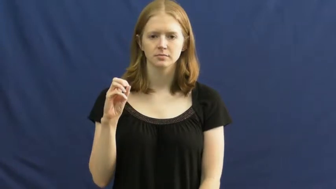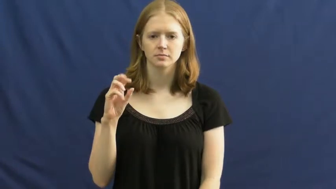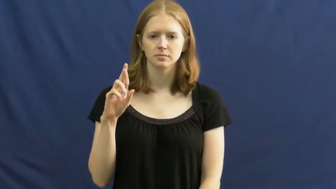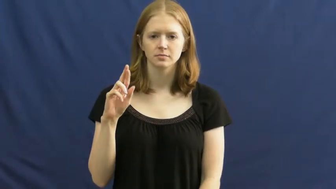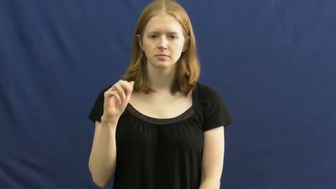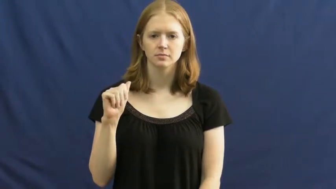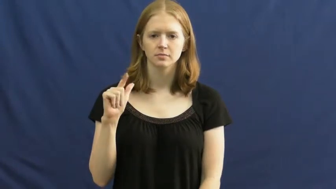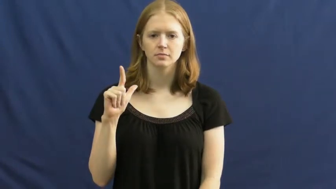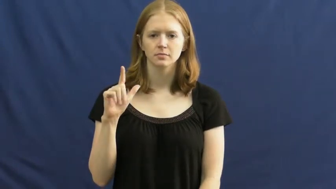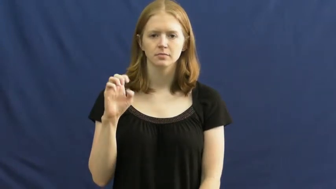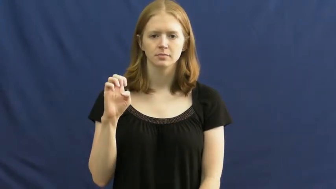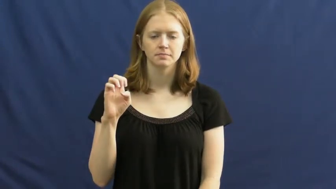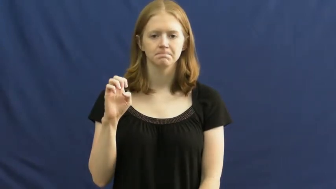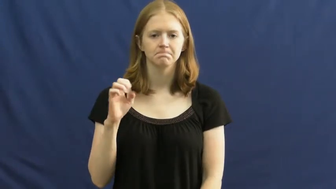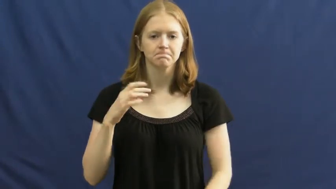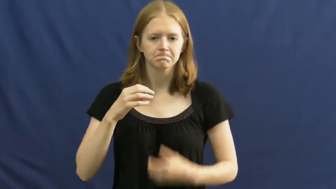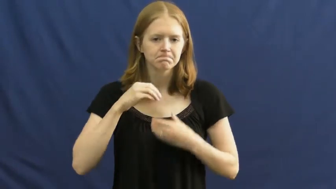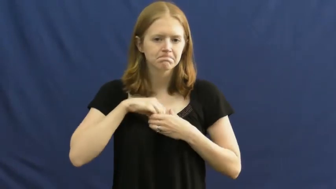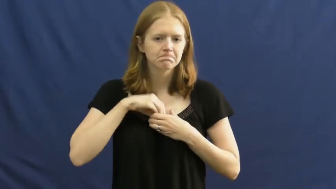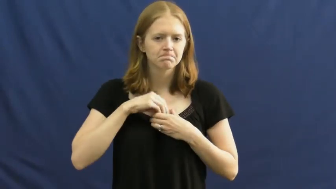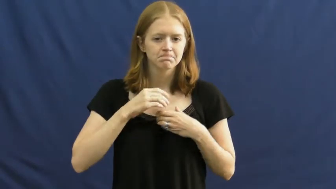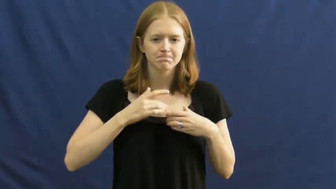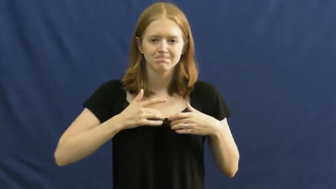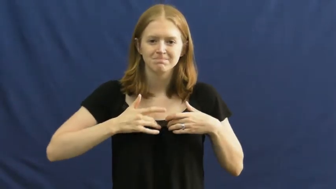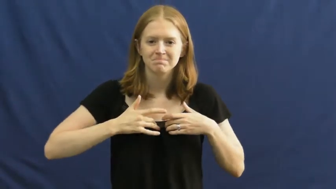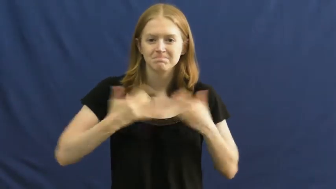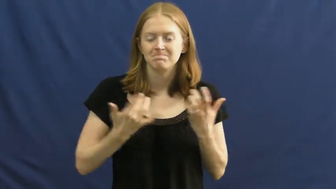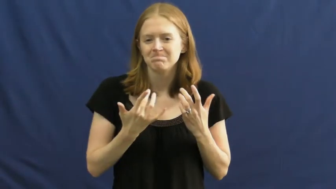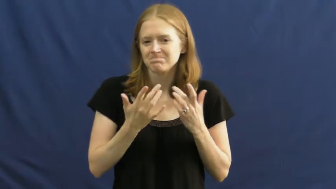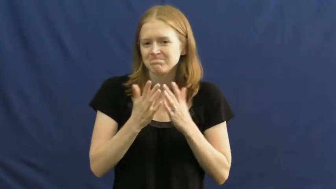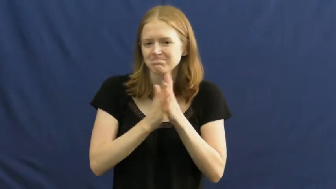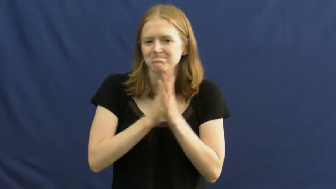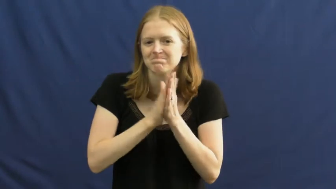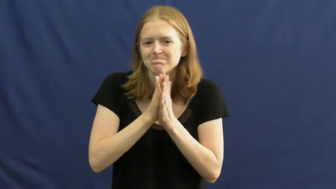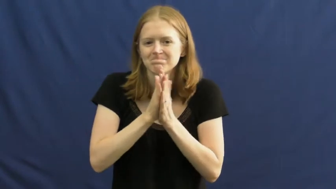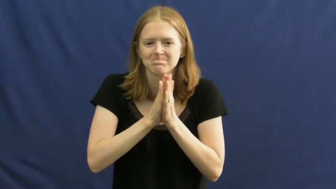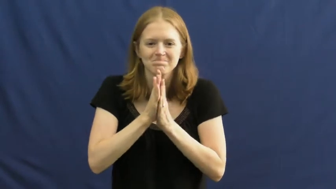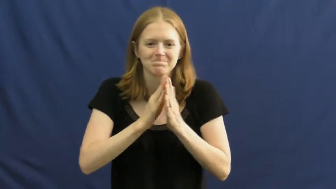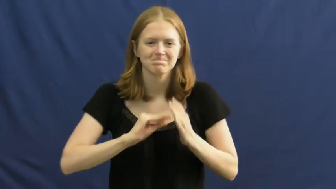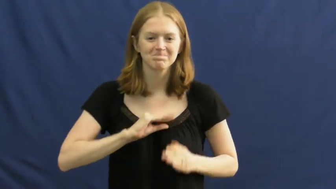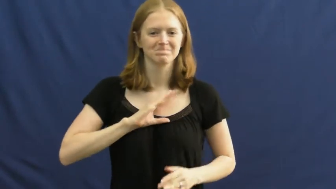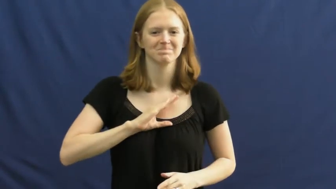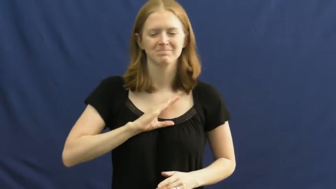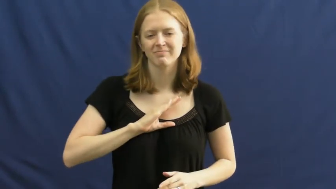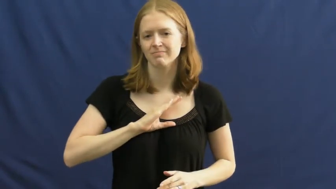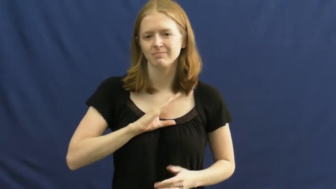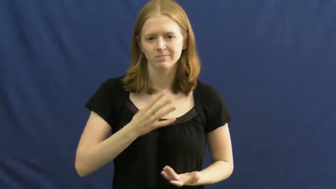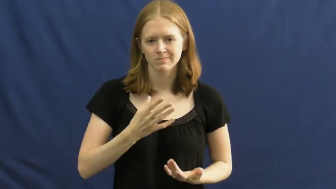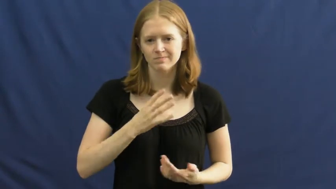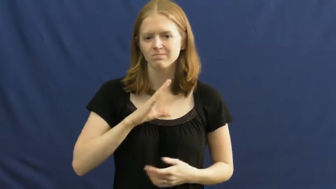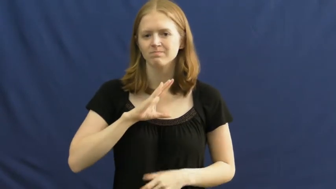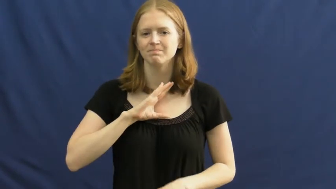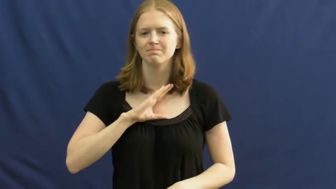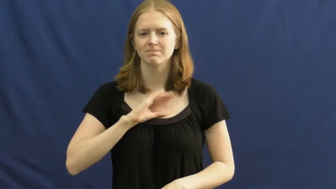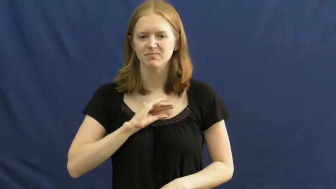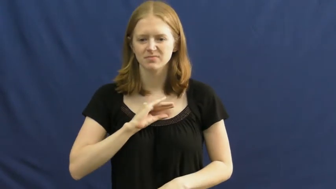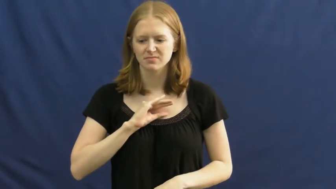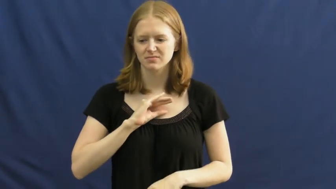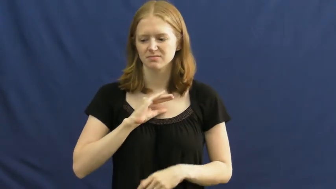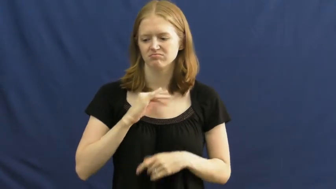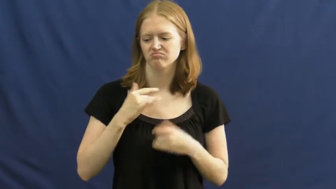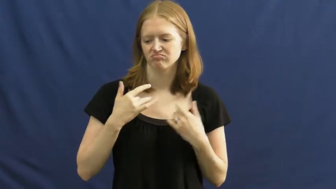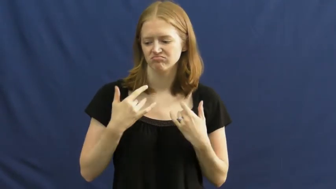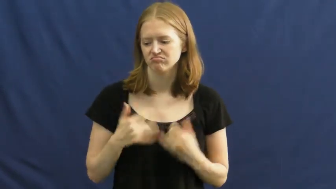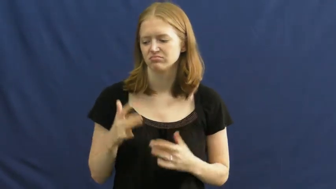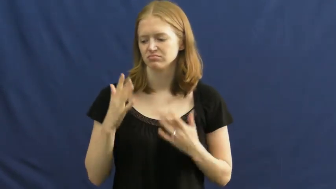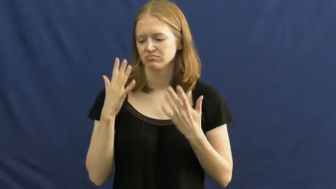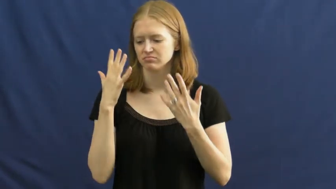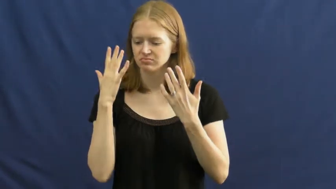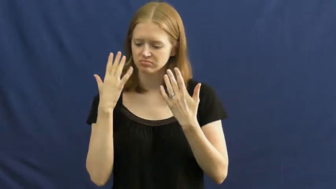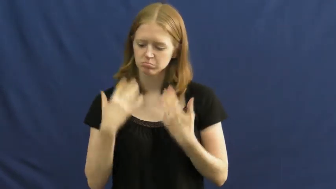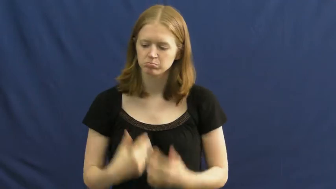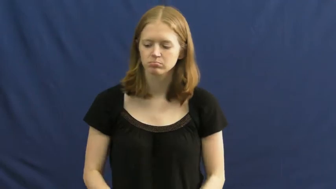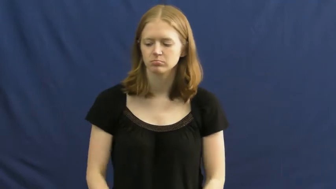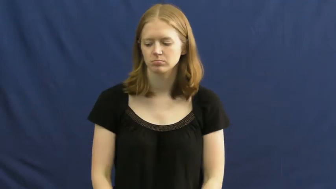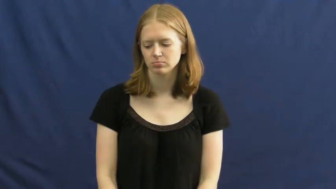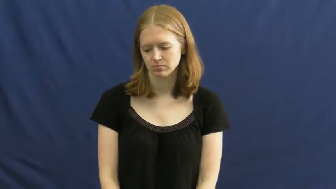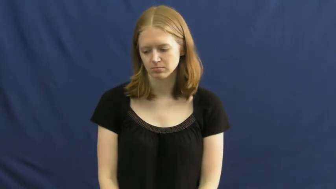morale